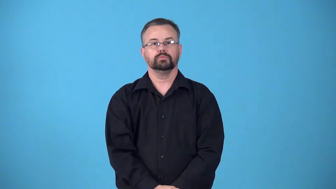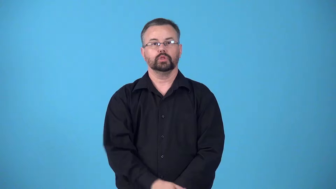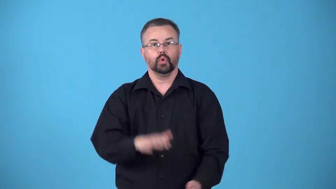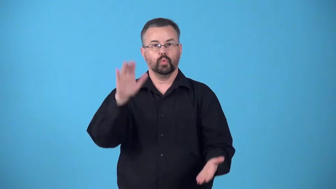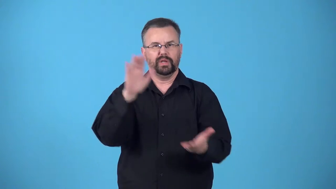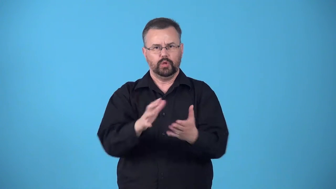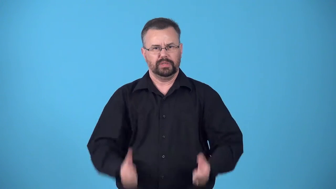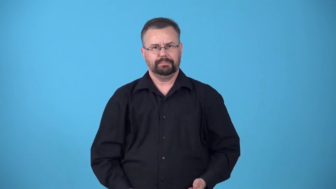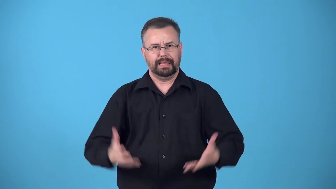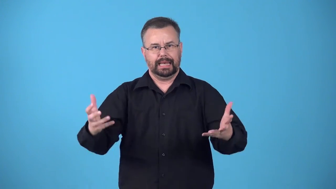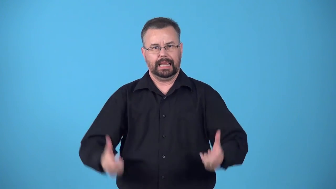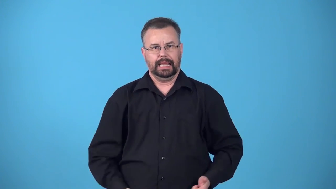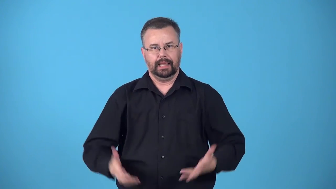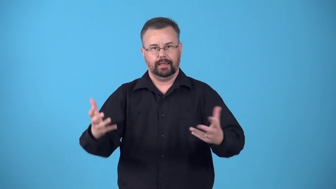economize-reduce spending